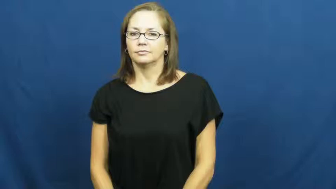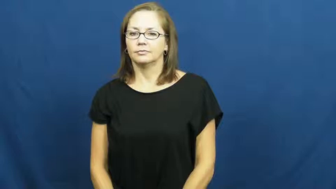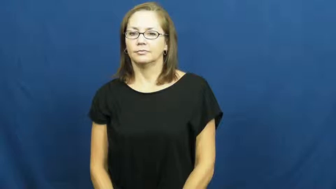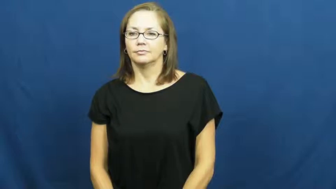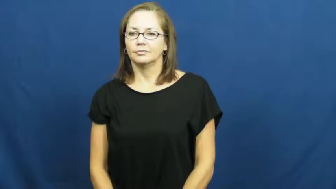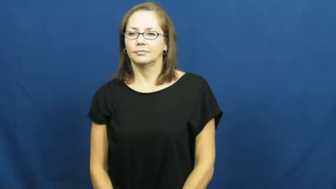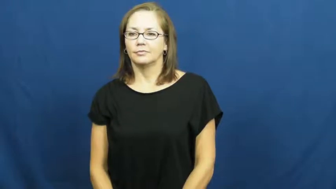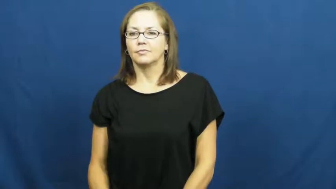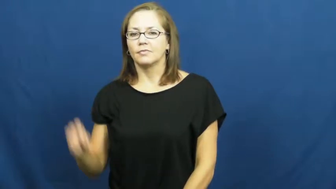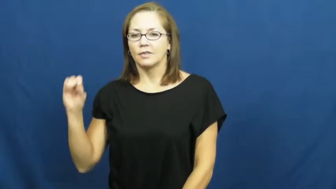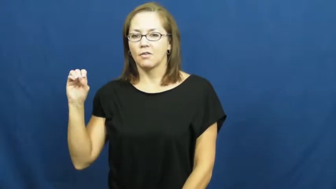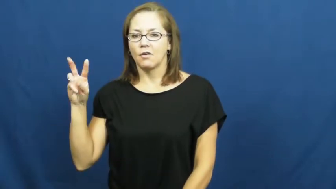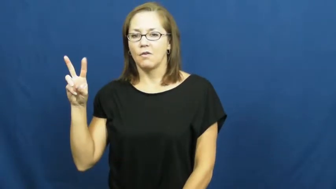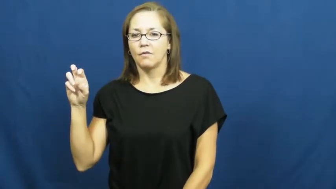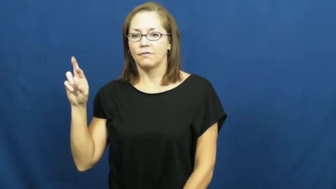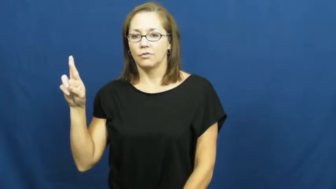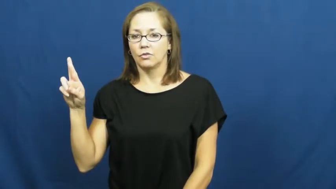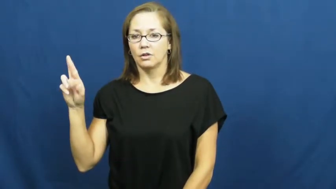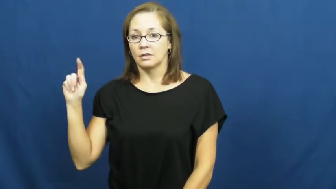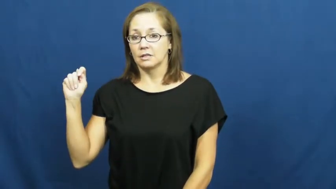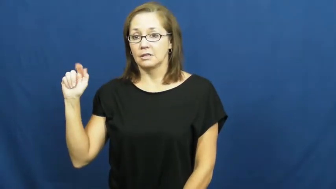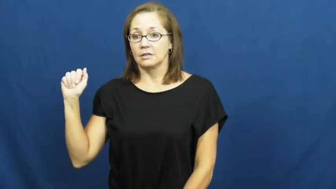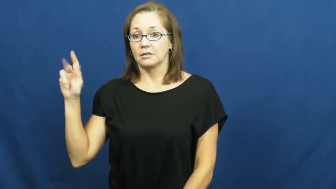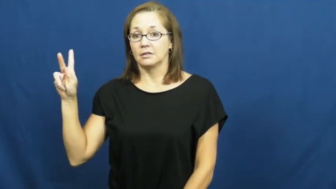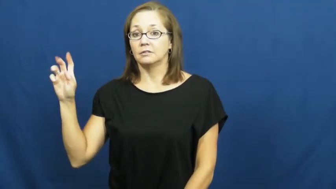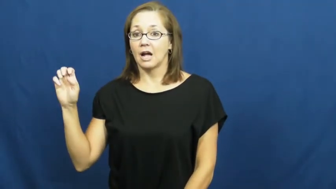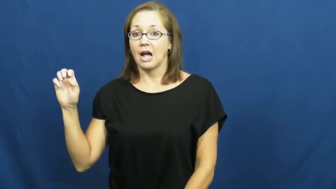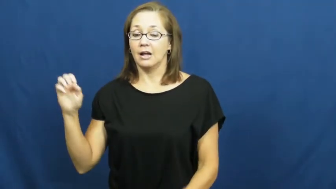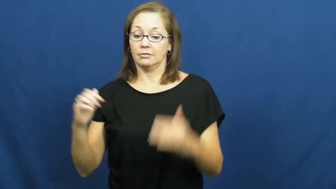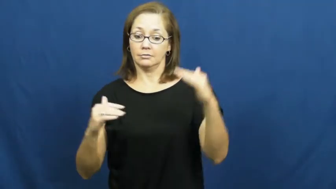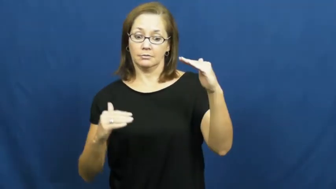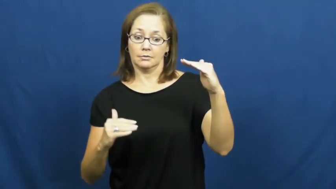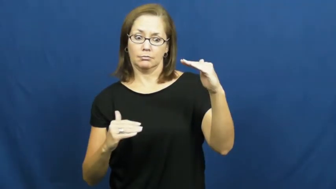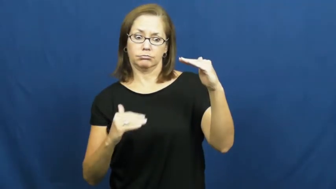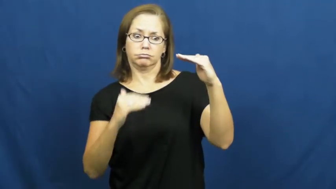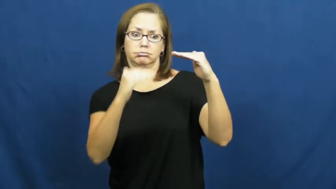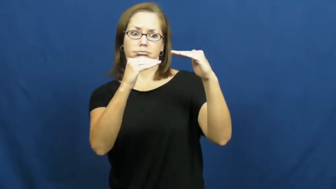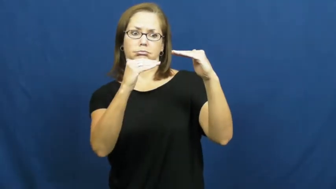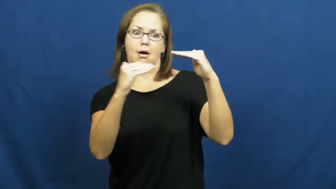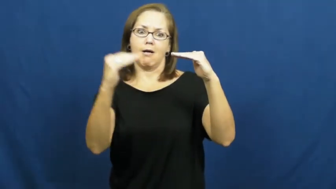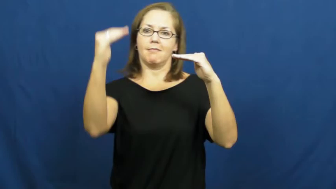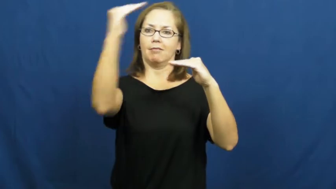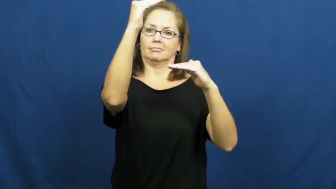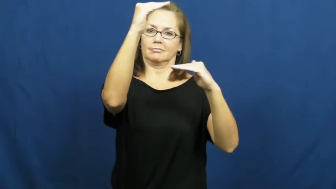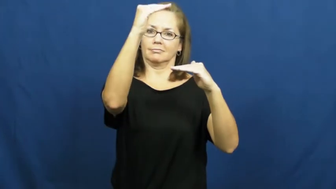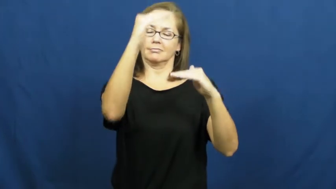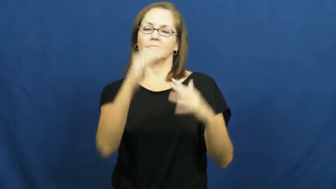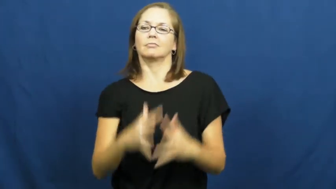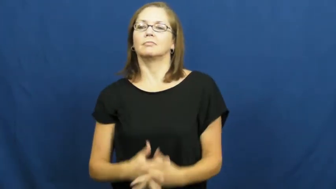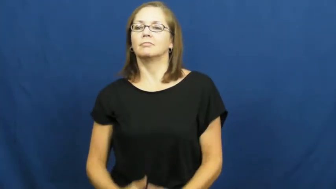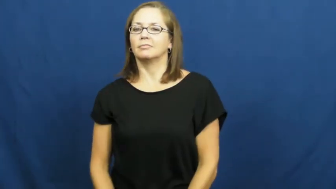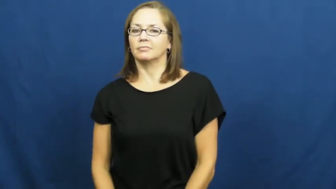overtake